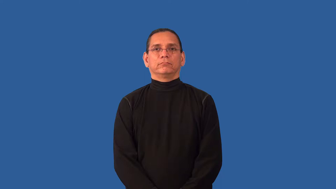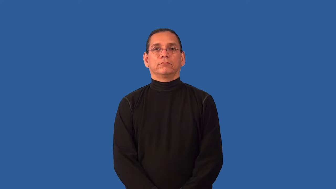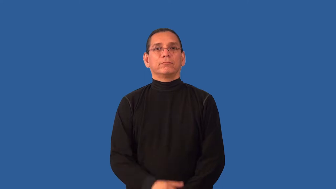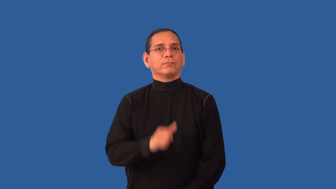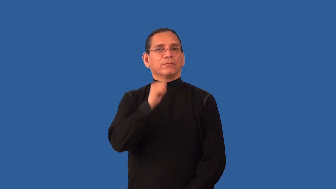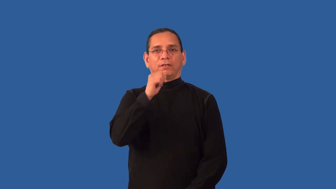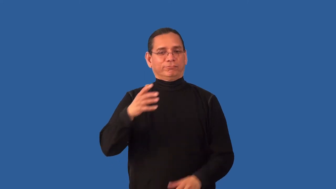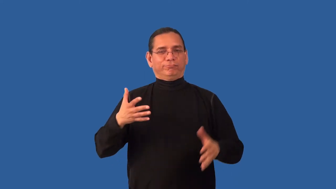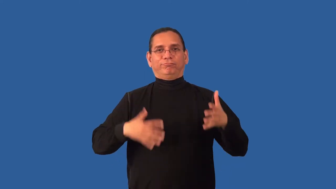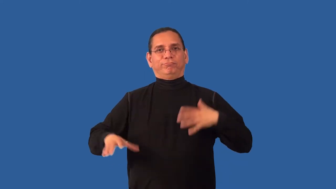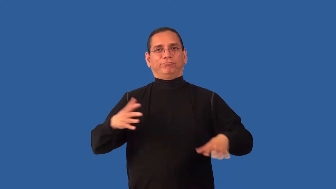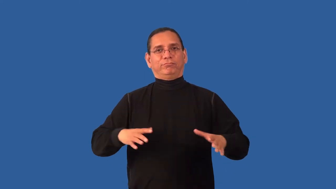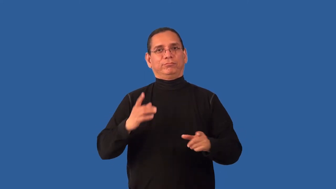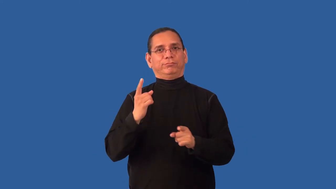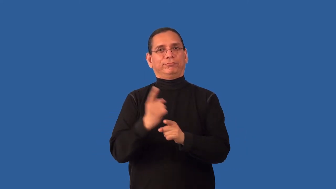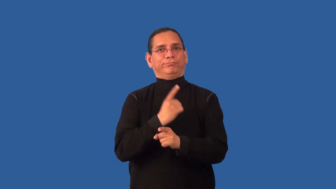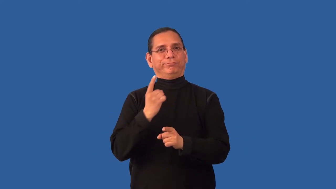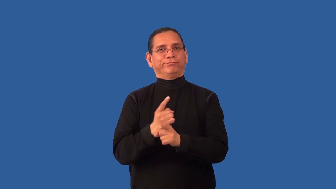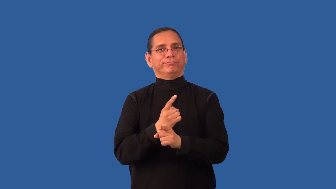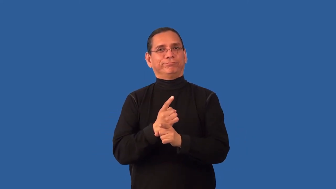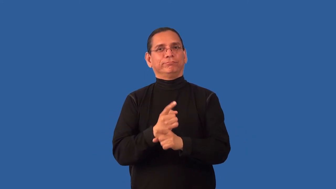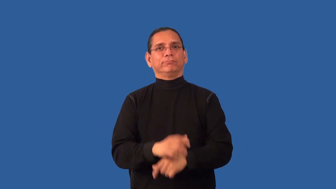immodest-dress